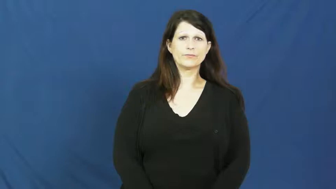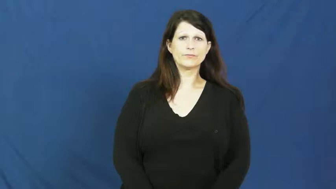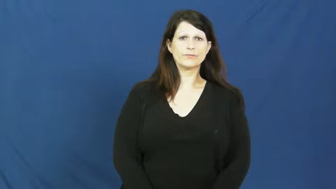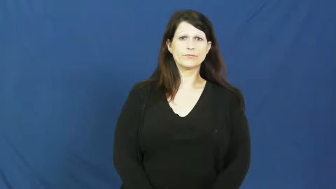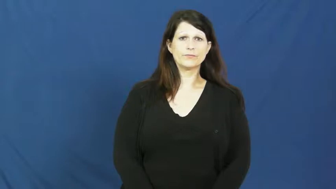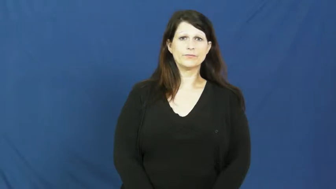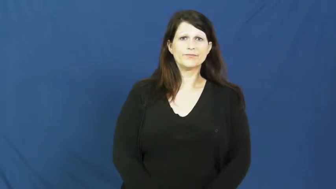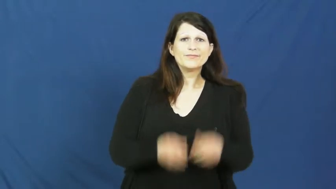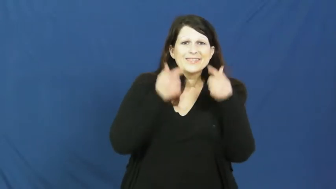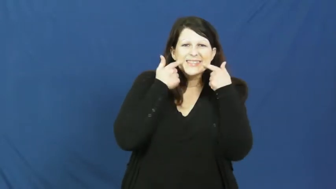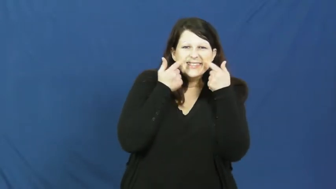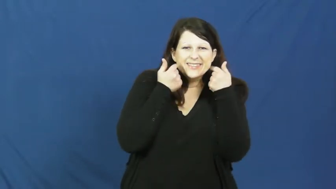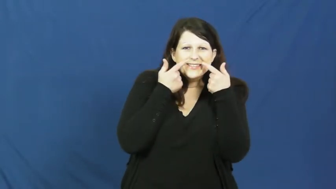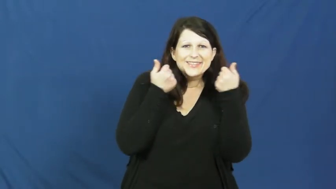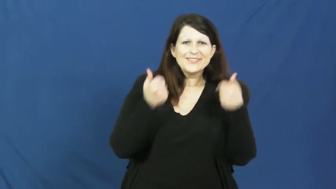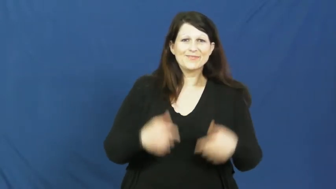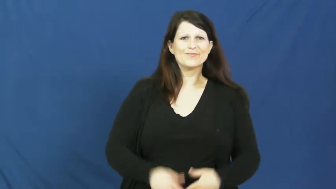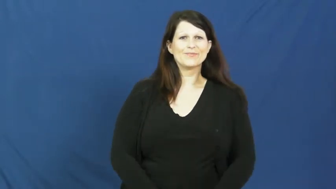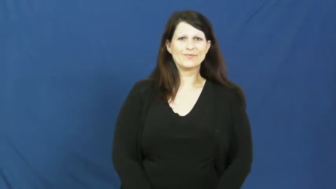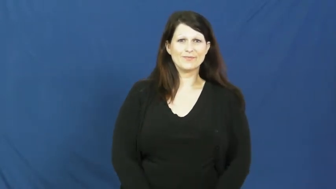giggle